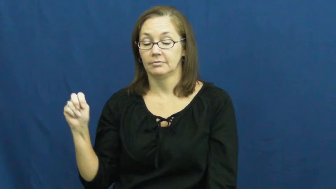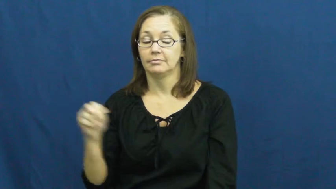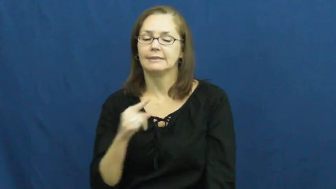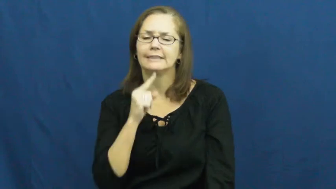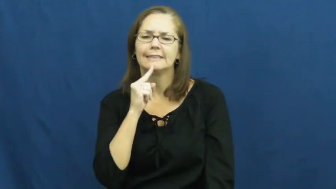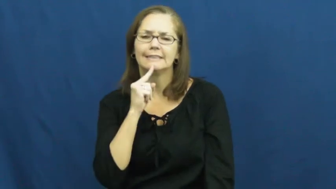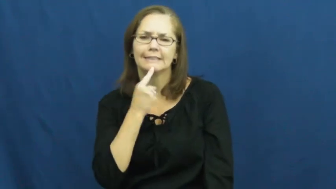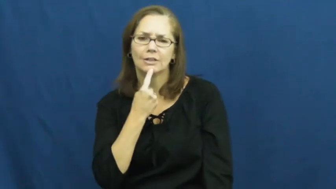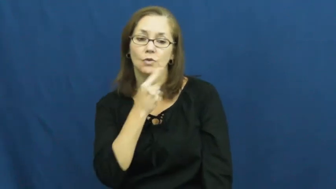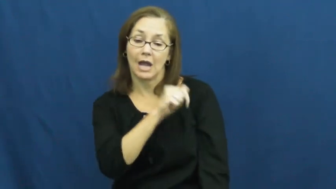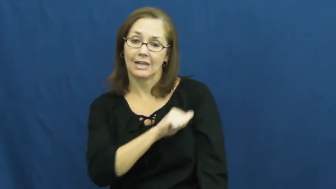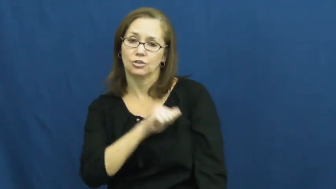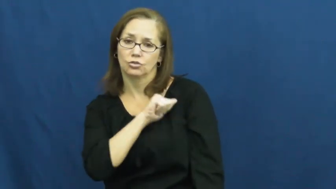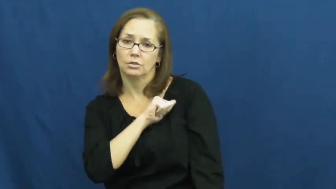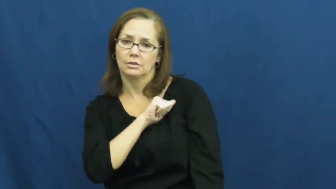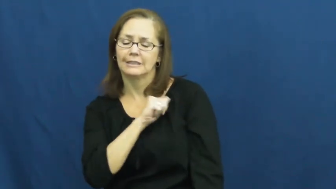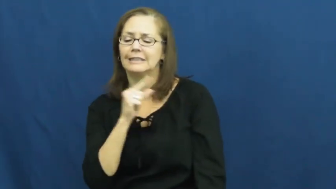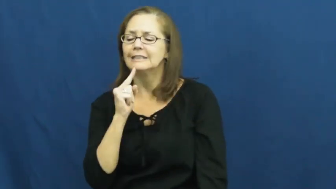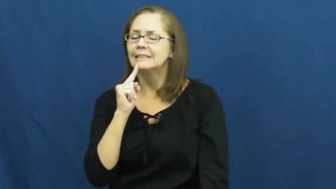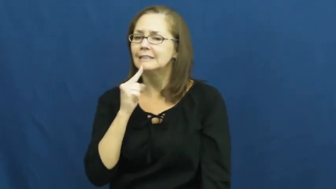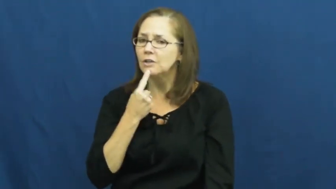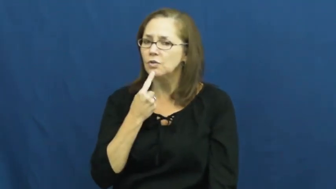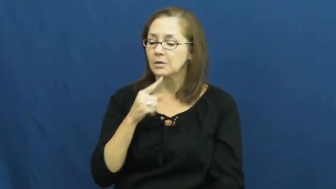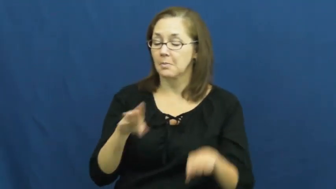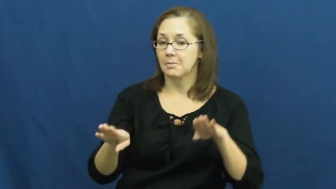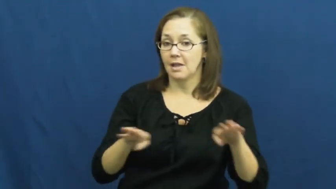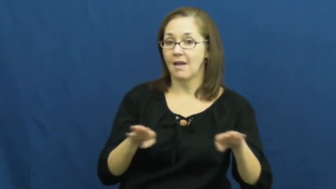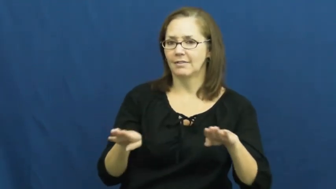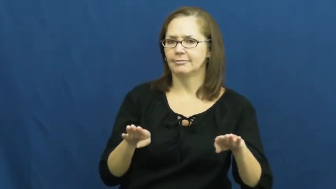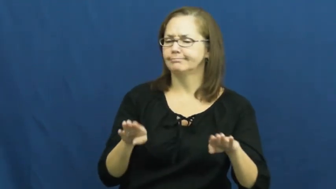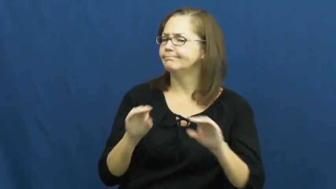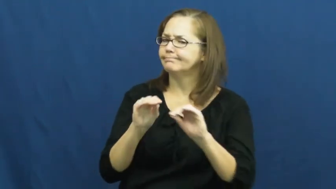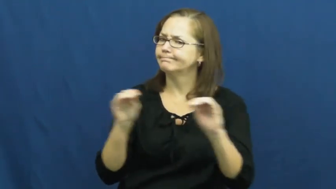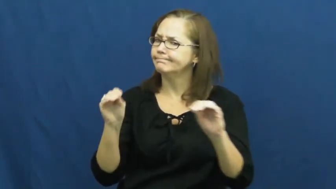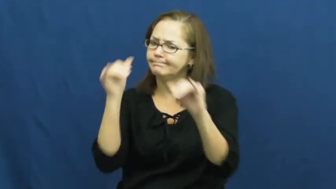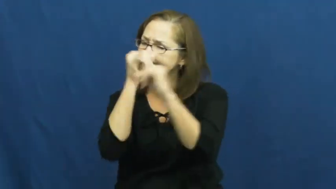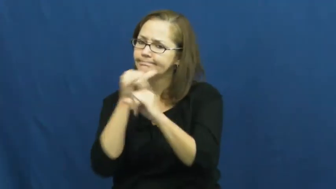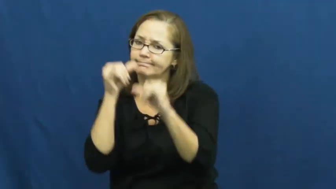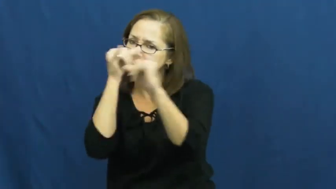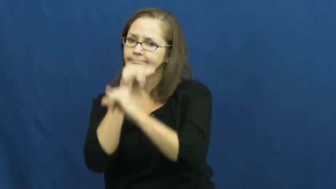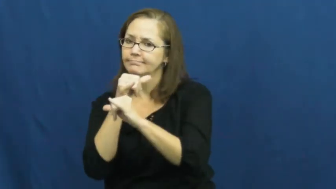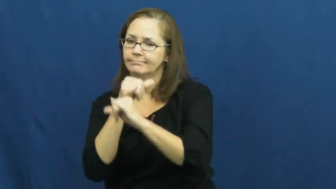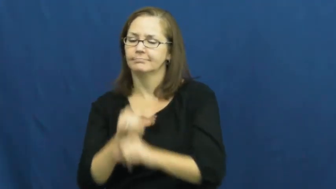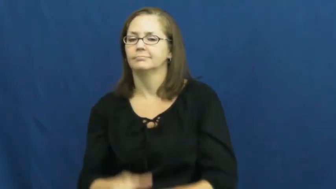somber,sober,portentious